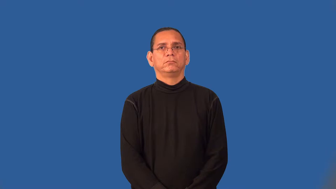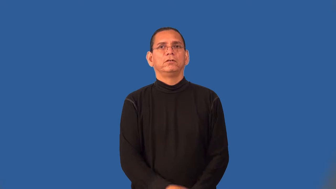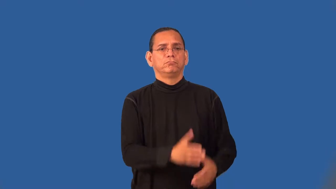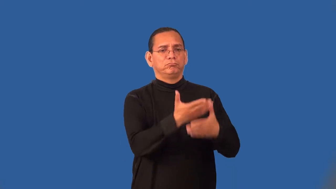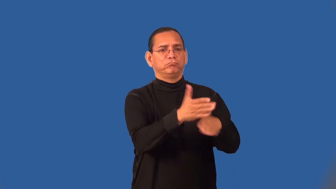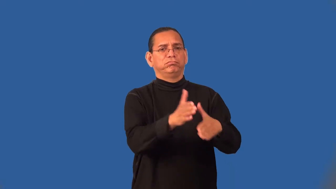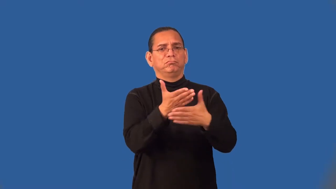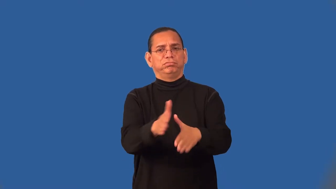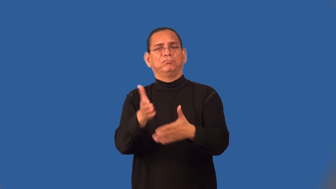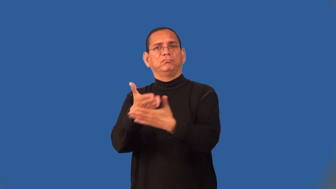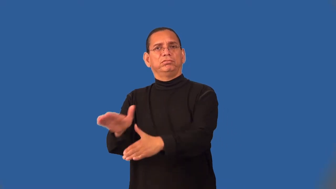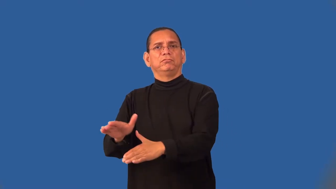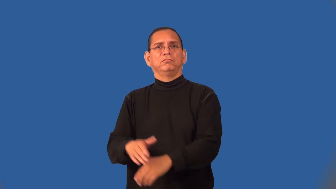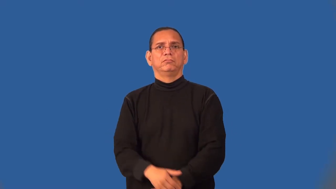segment-verb